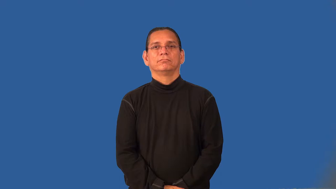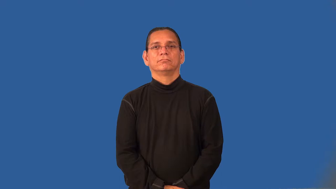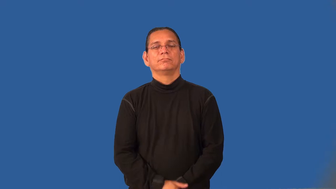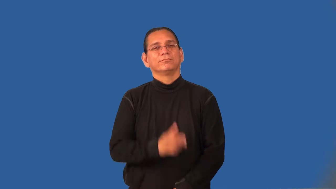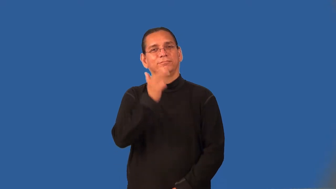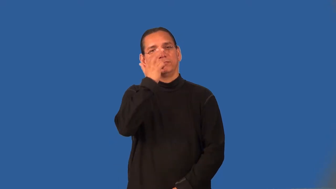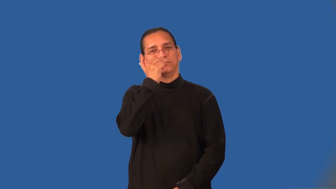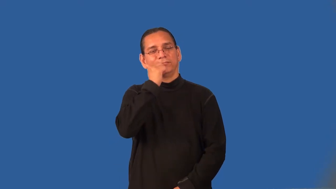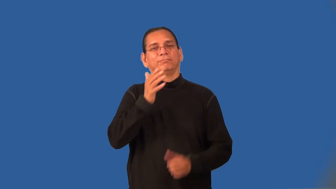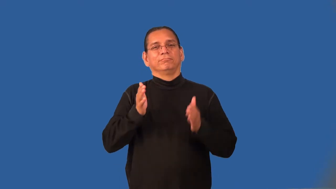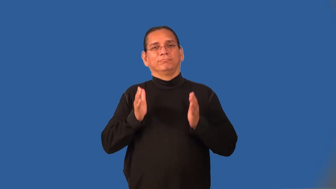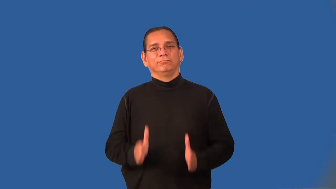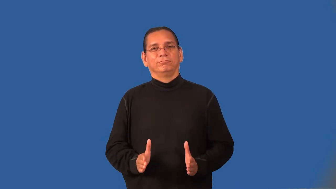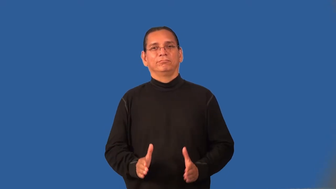humorist